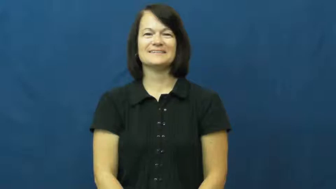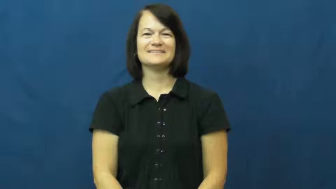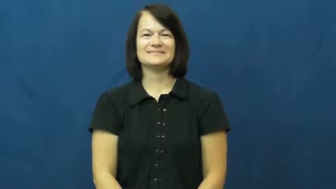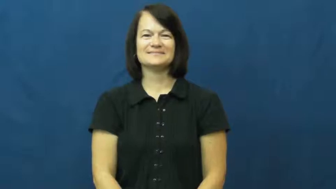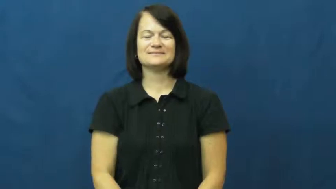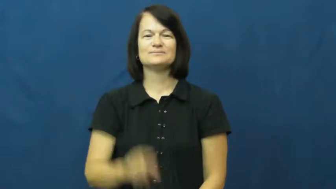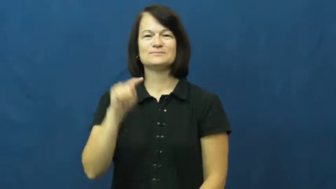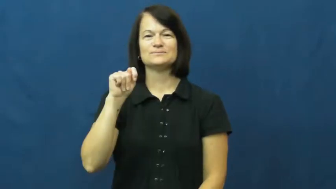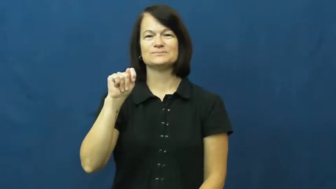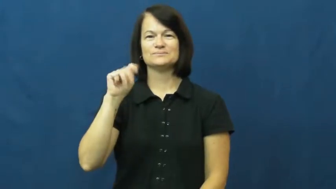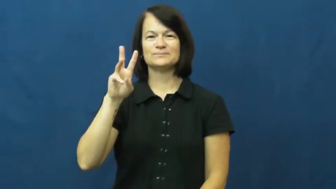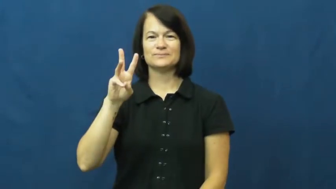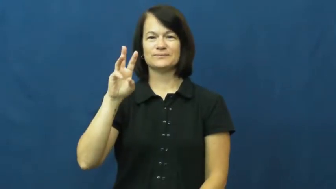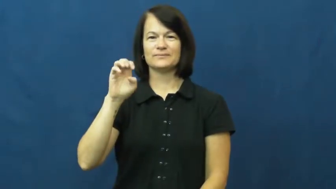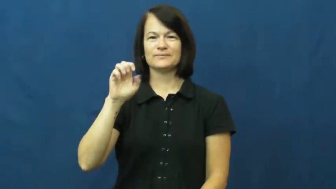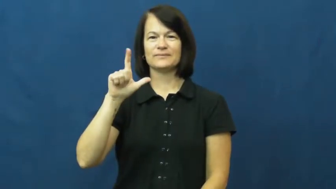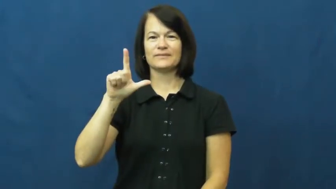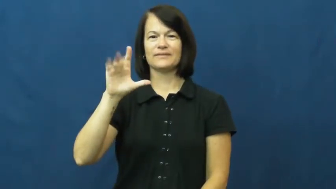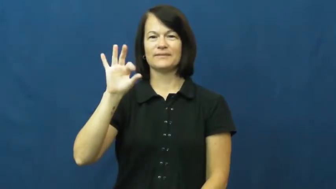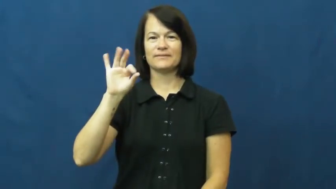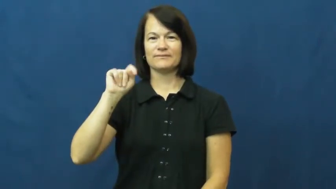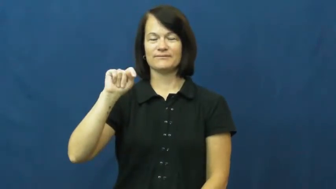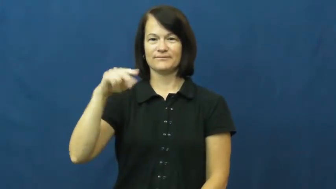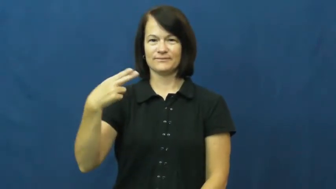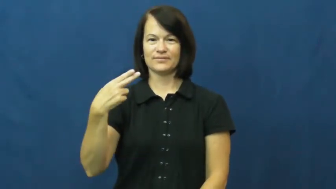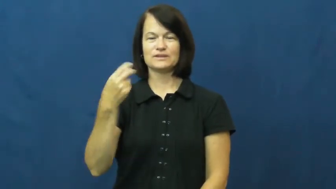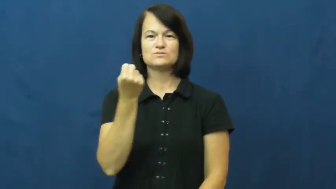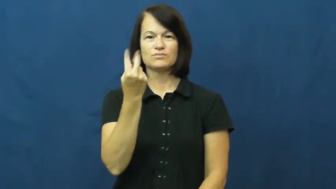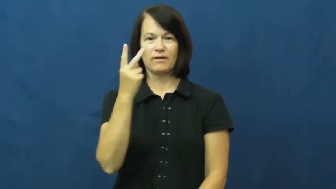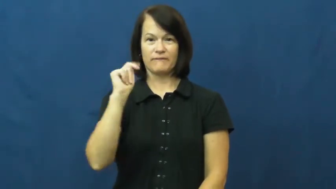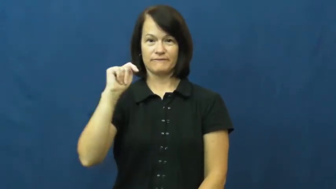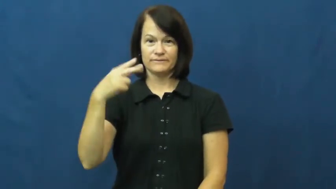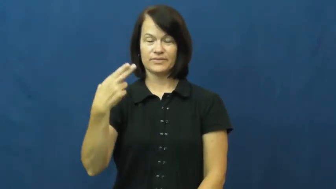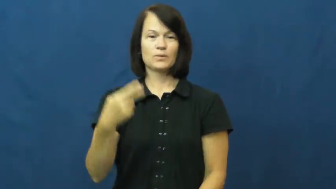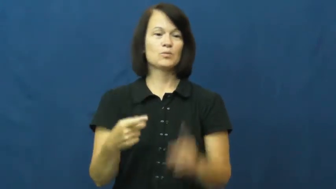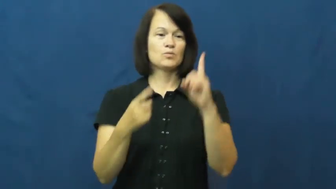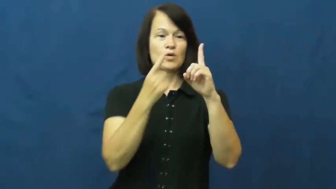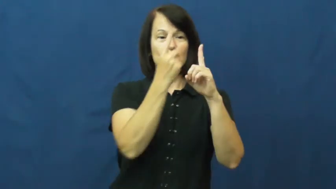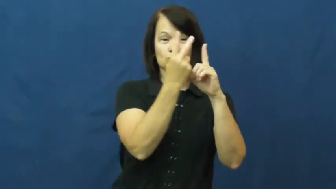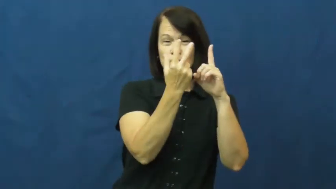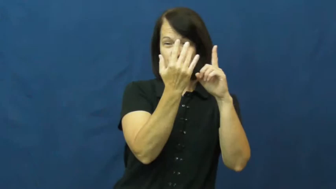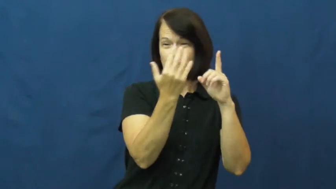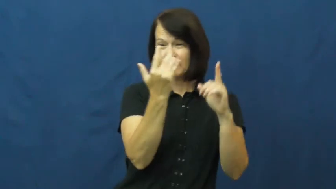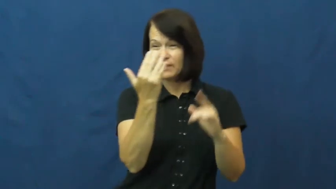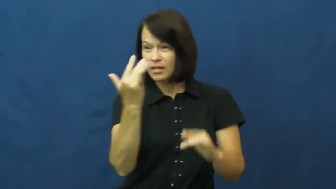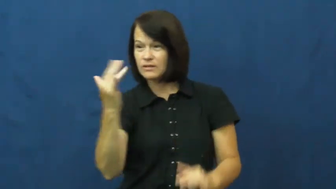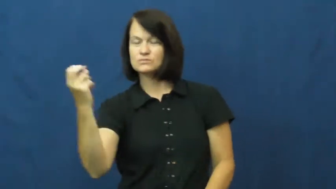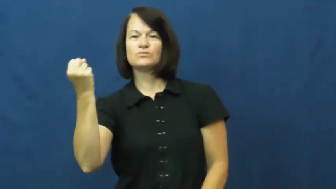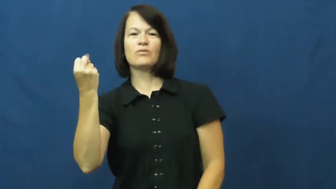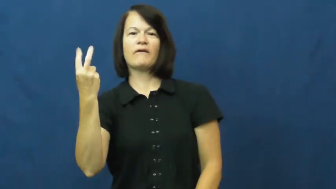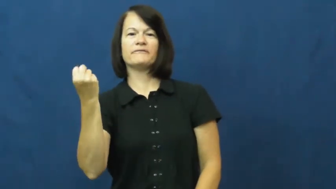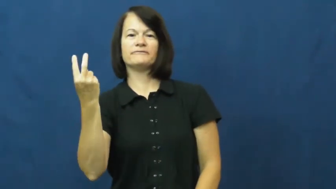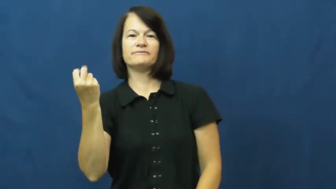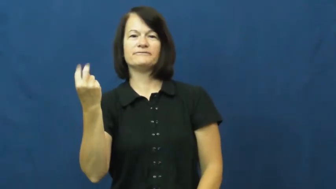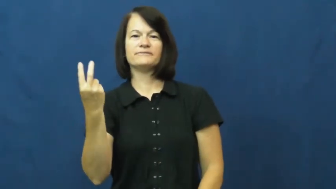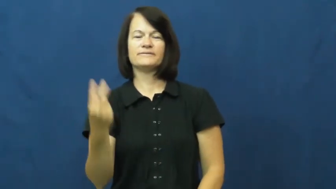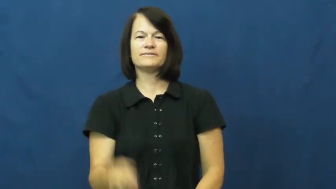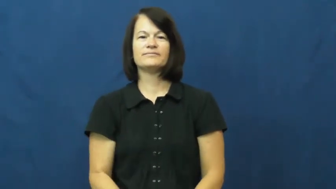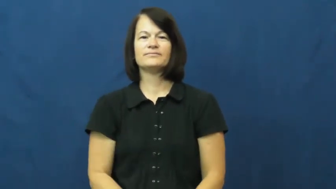twelfth